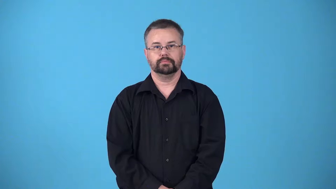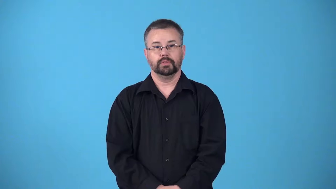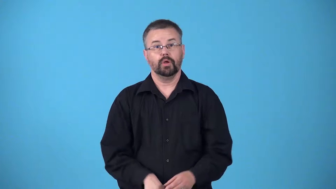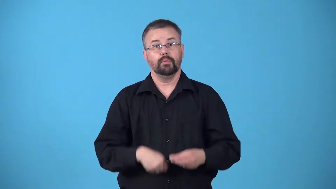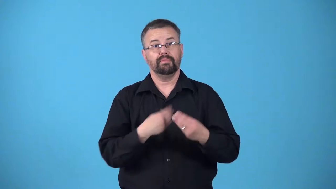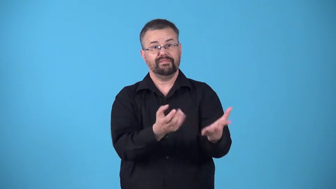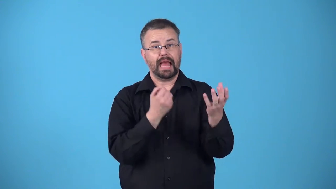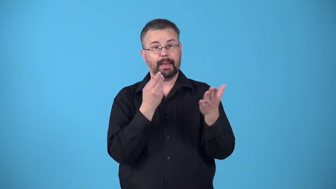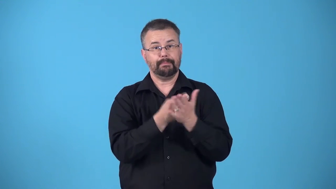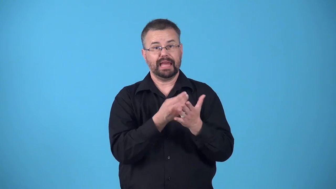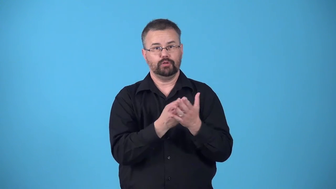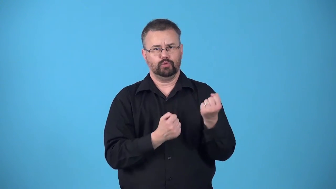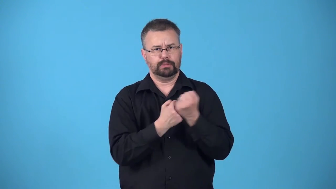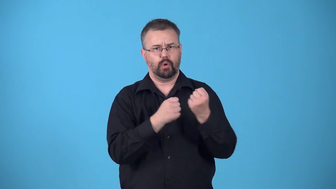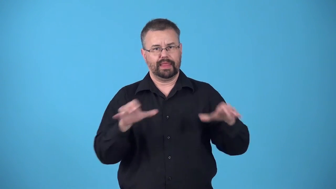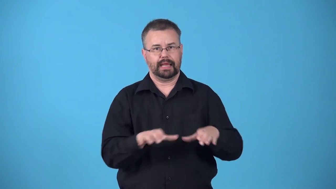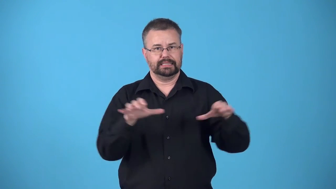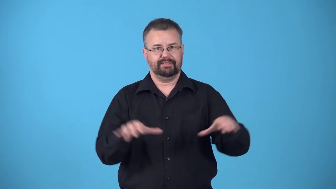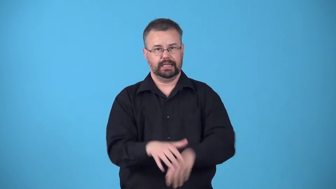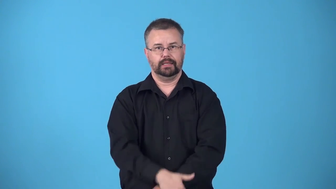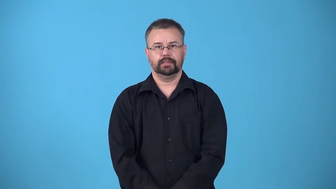bankroll-give money to support activity